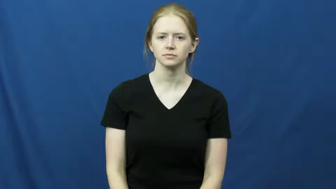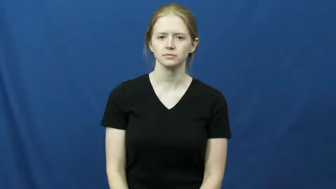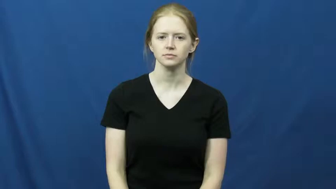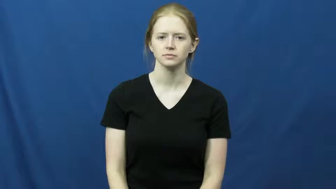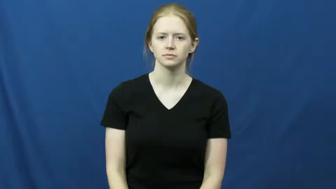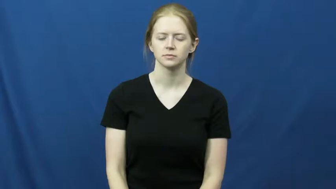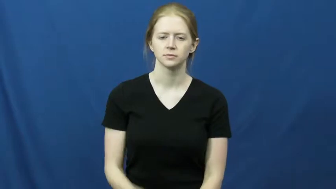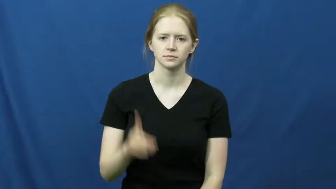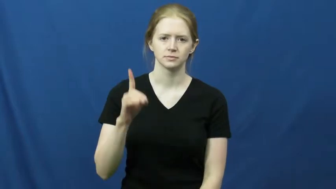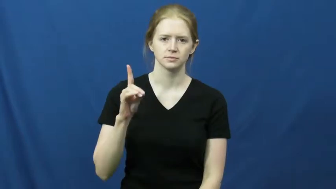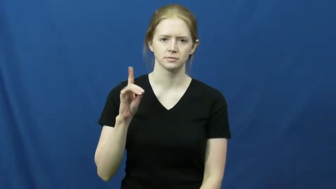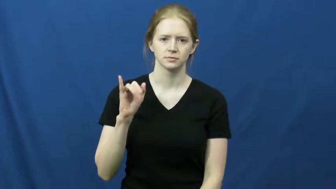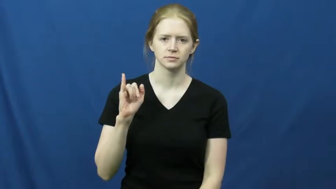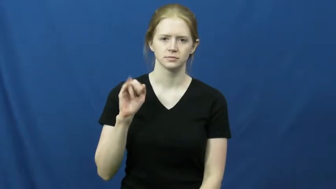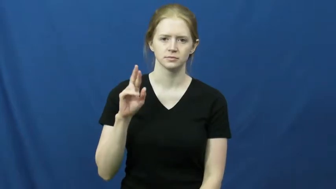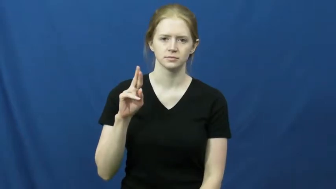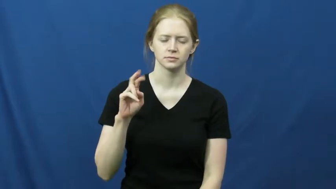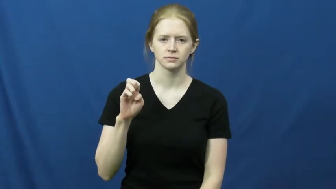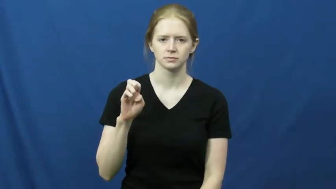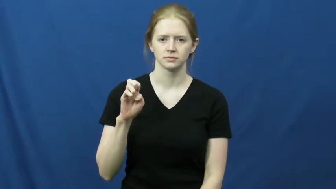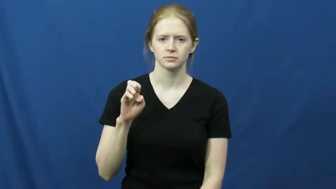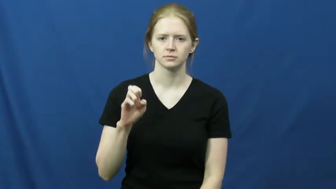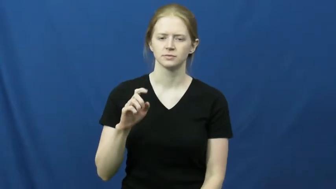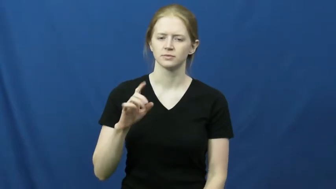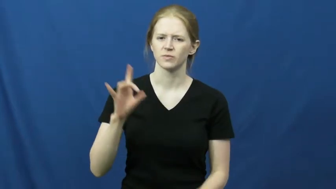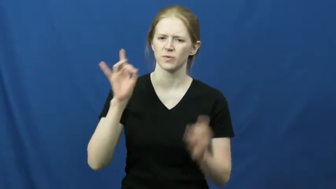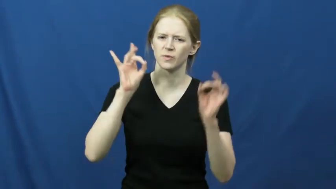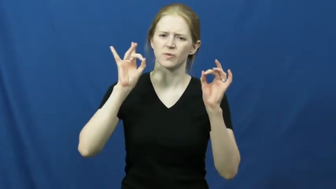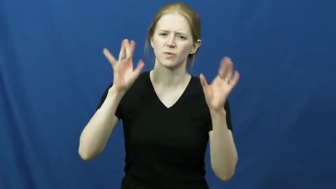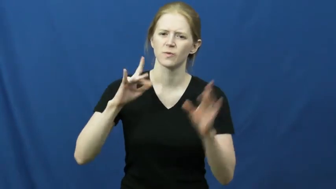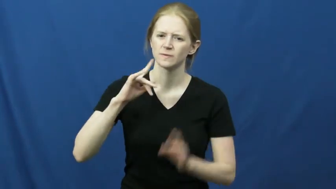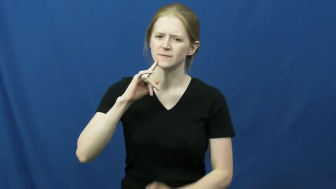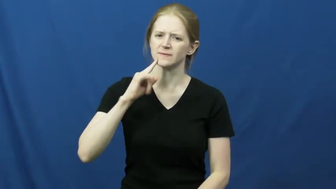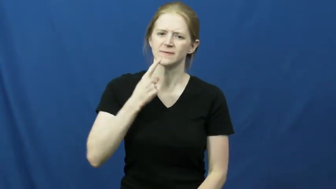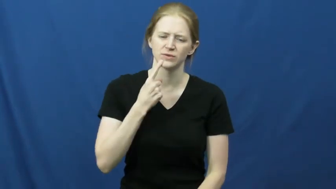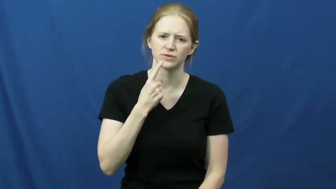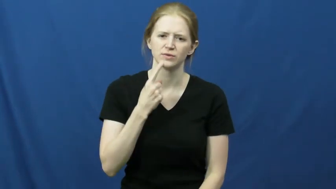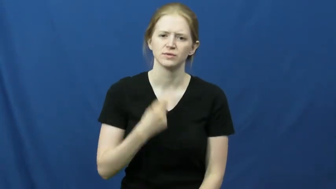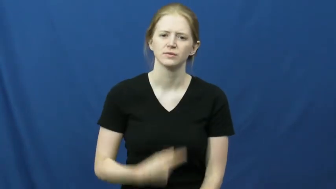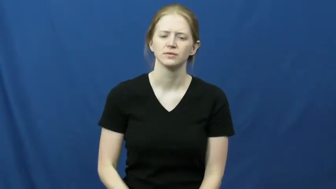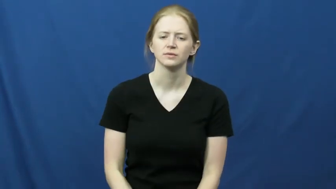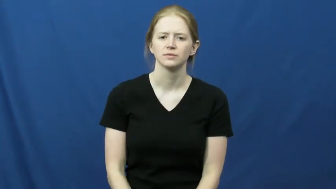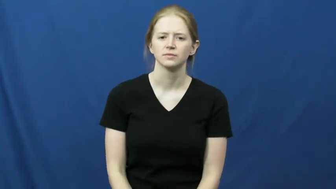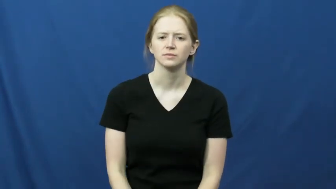dire